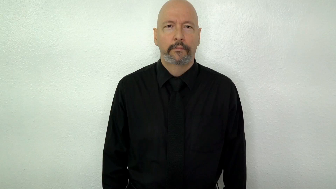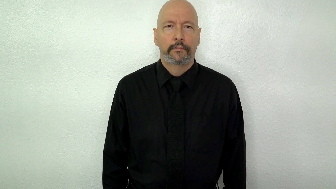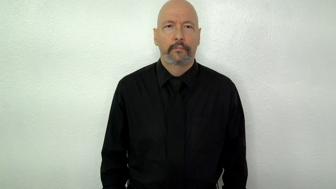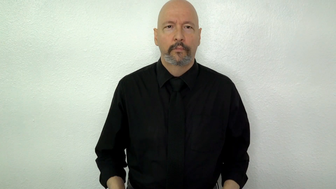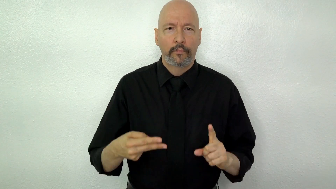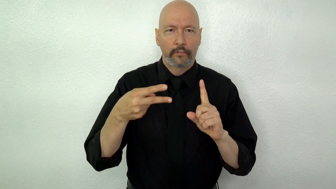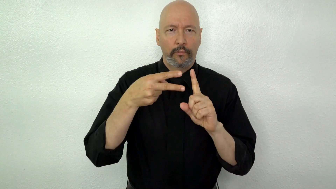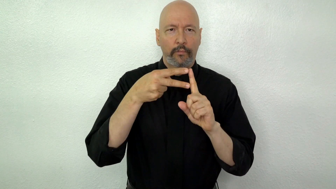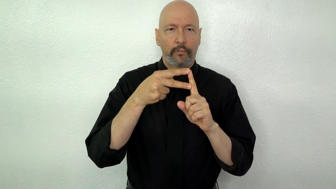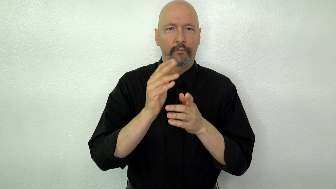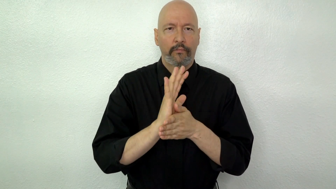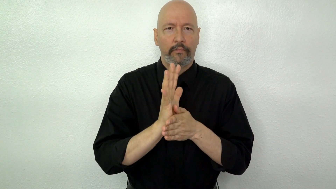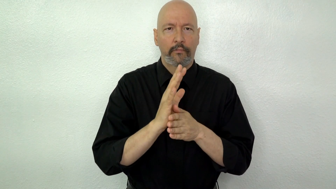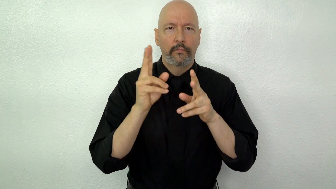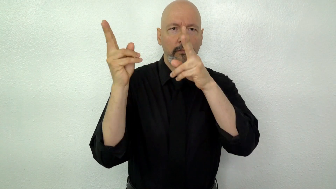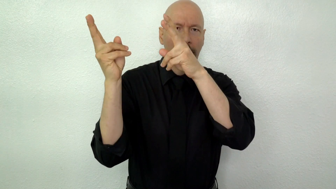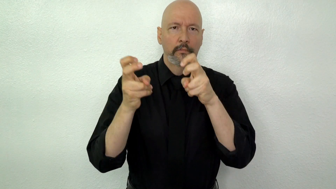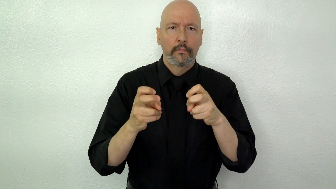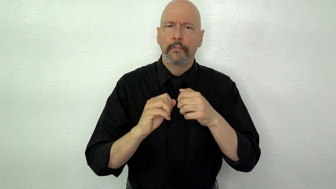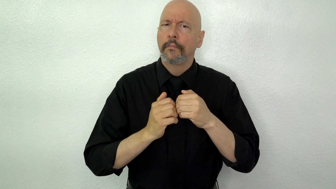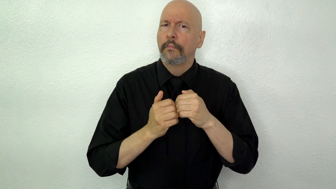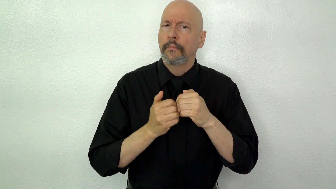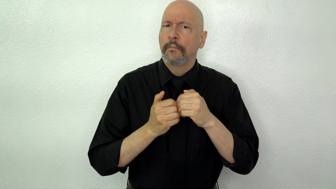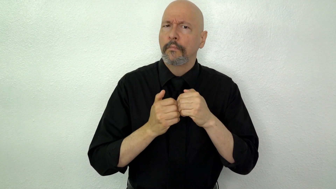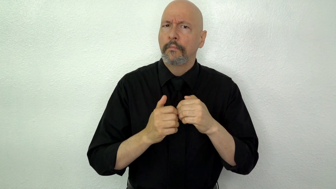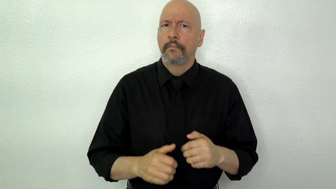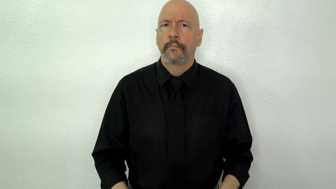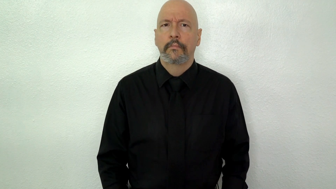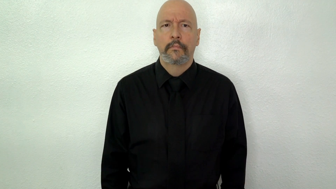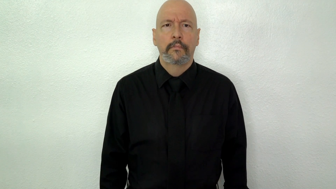YOUTUBE [play button version] VIDEO DOWNLOAD HOW? (How to download YouTube videos?)